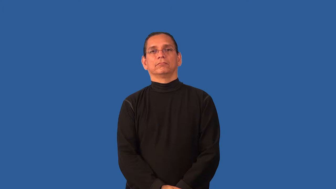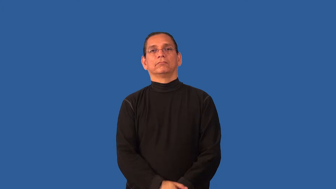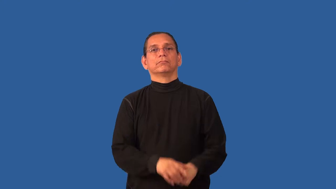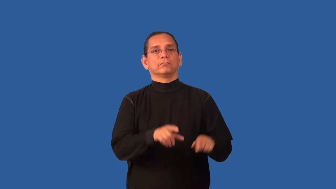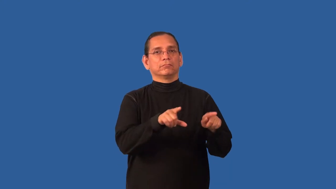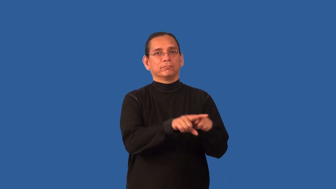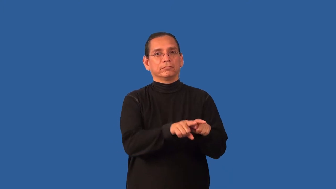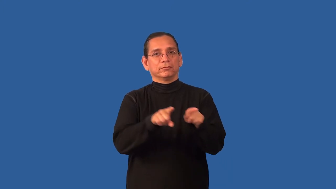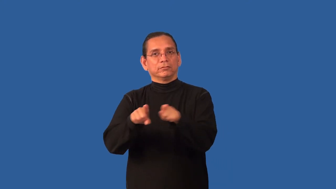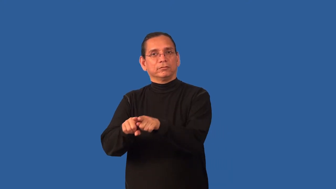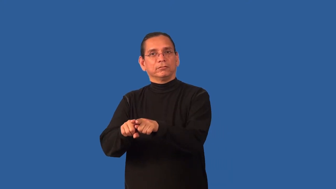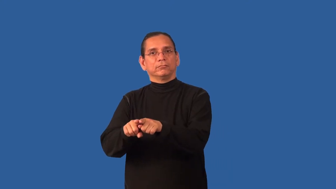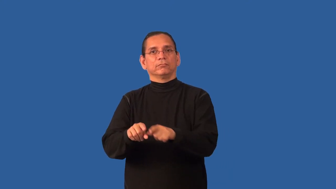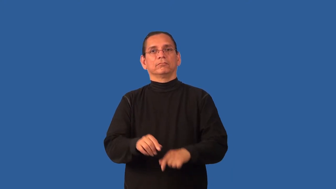besides,thereunto,withal